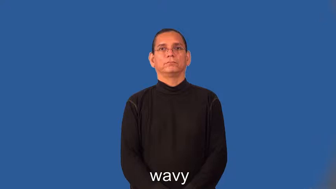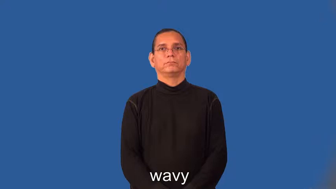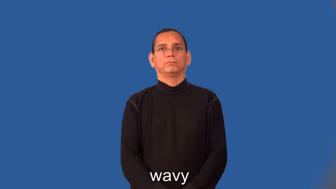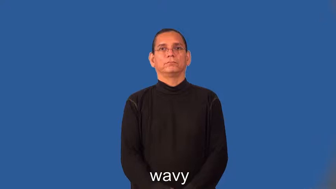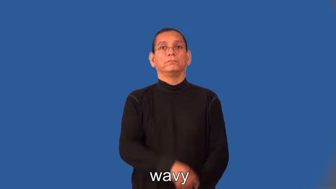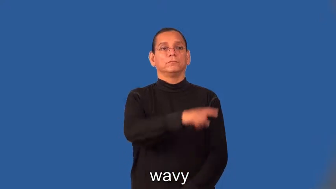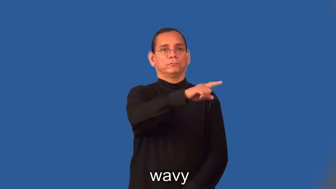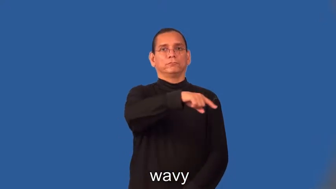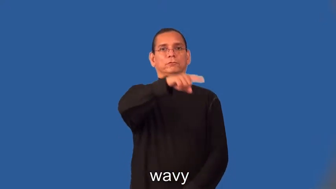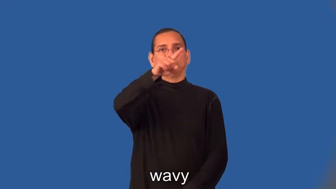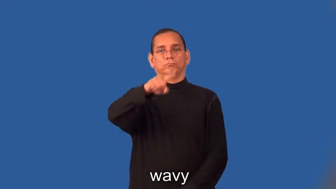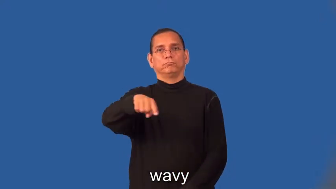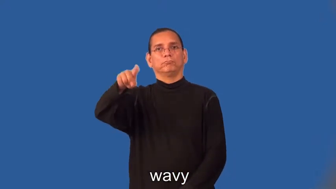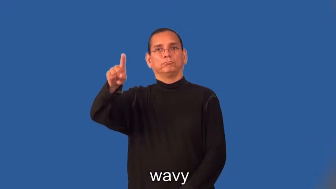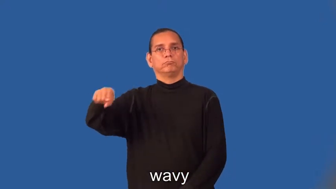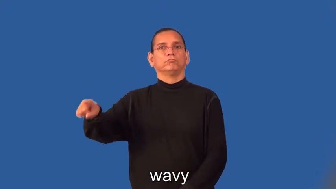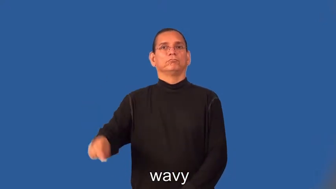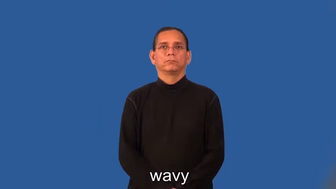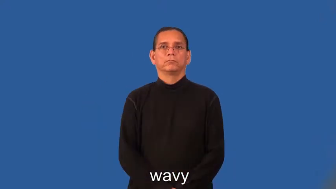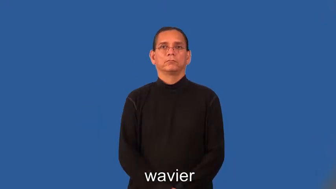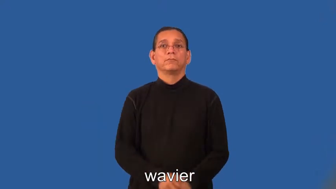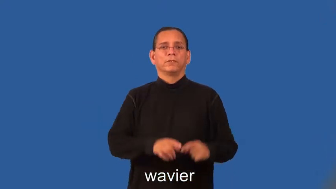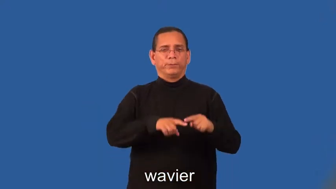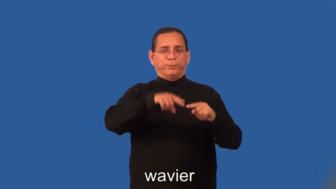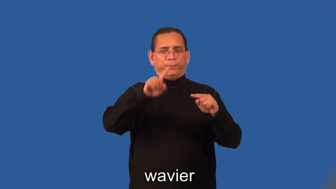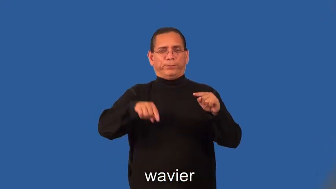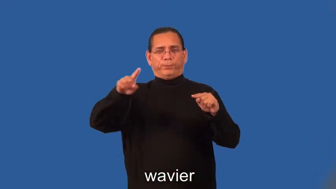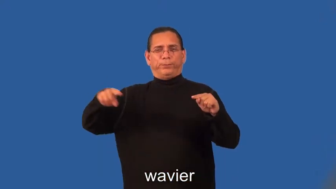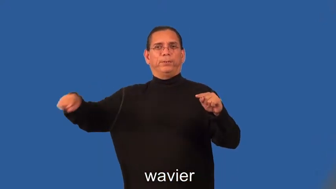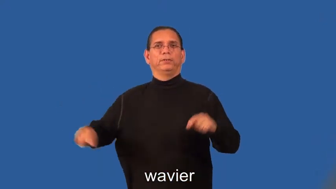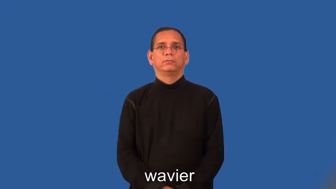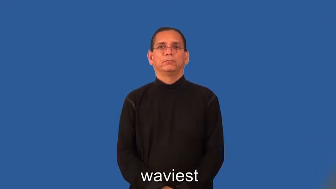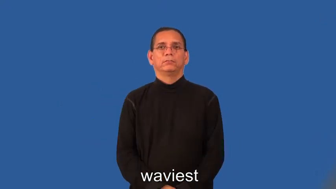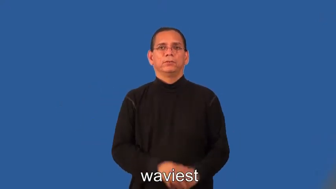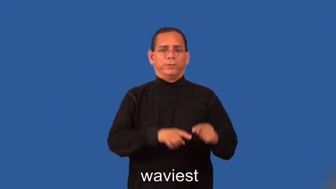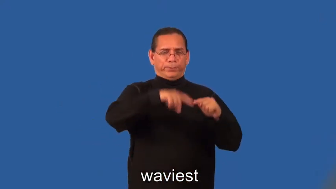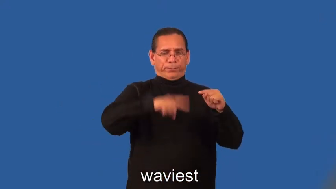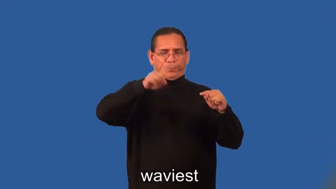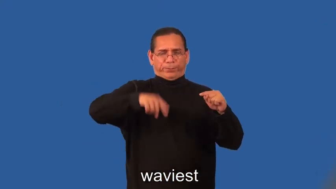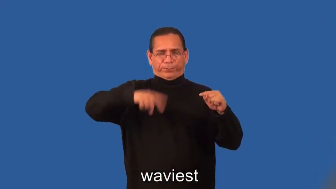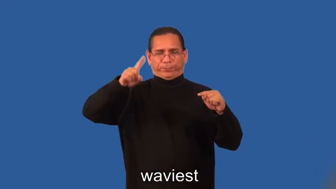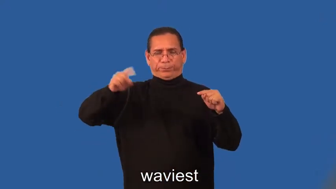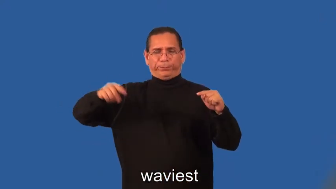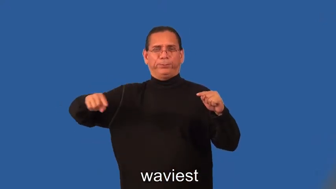wavier,waviest-like sound wave